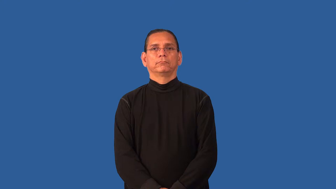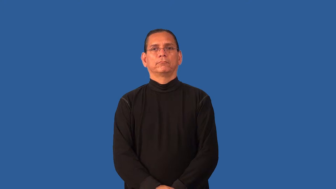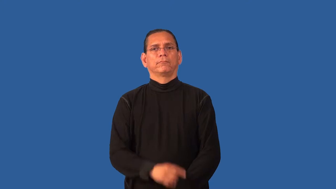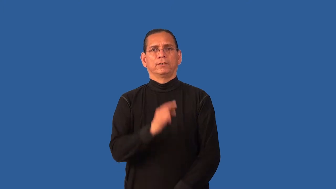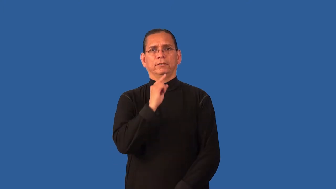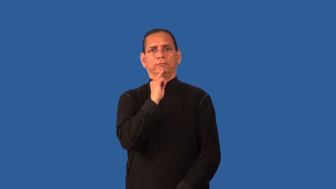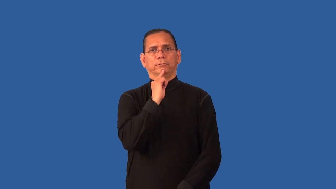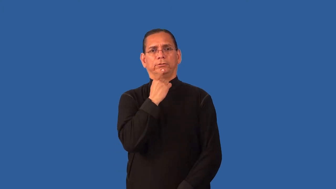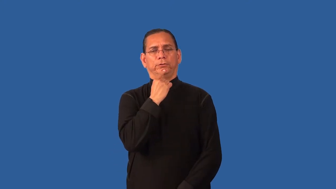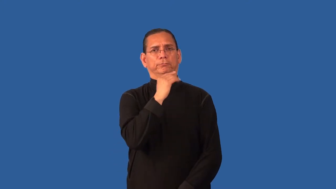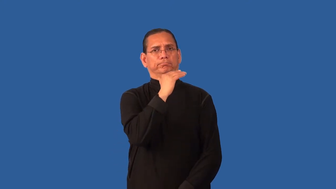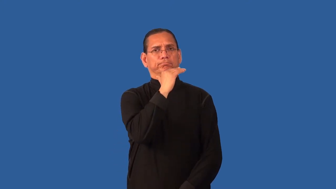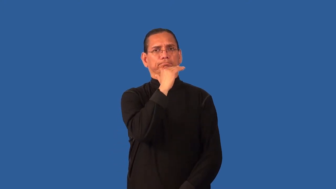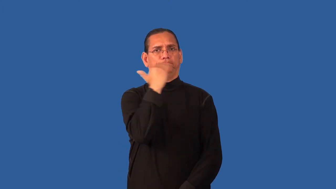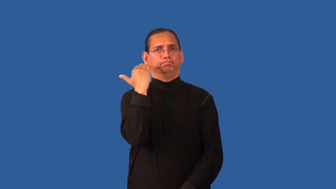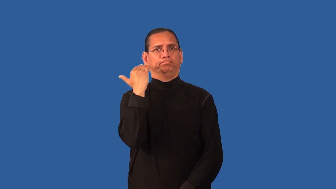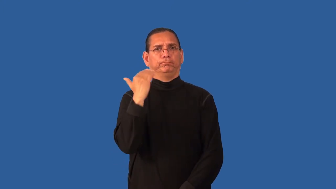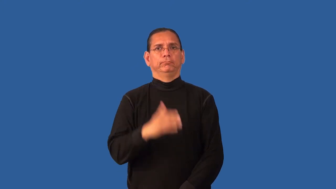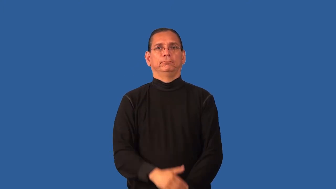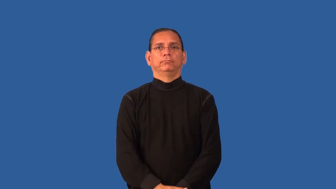dour